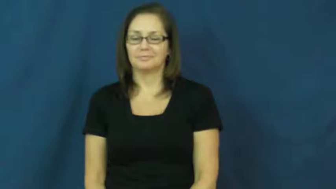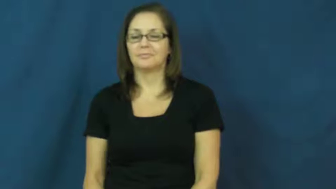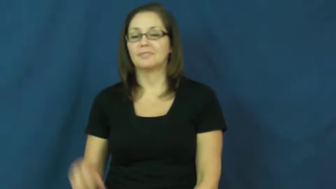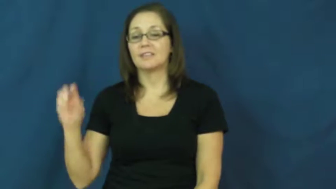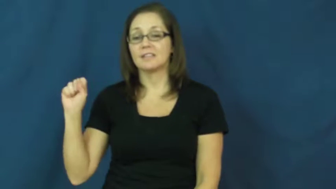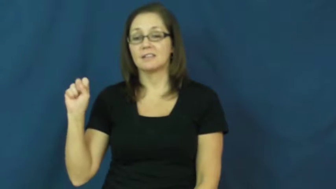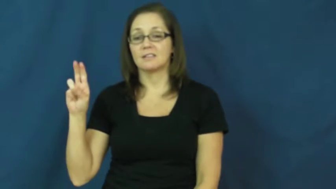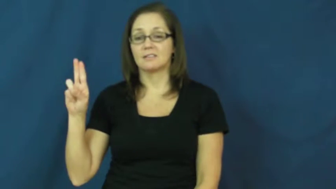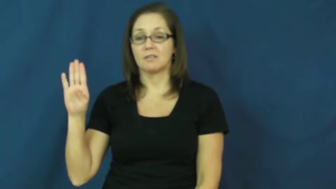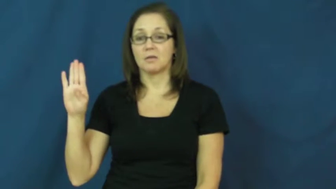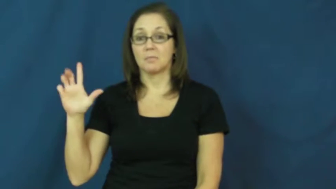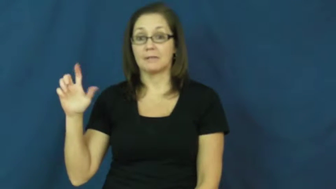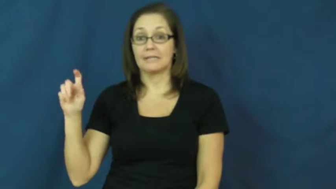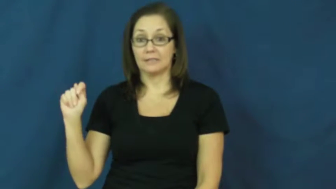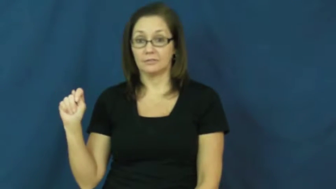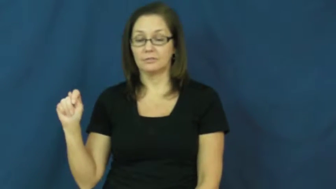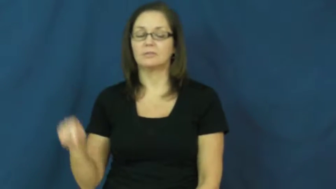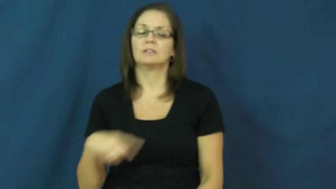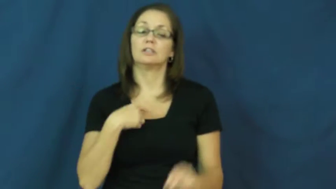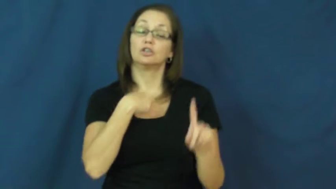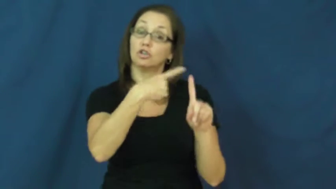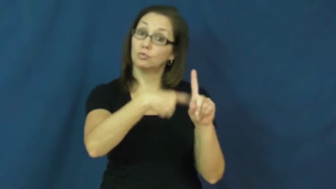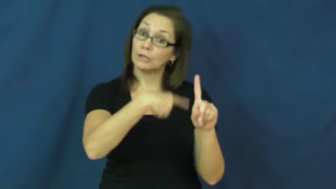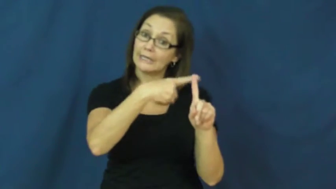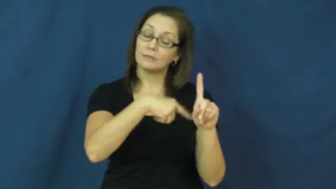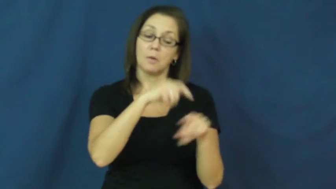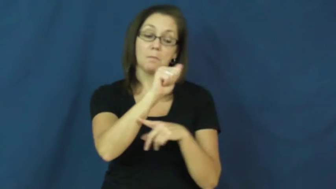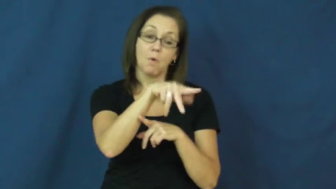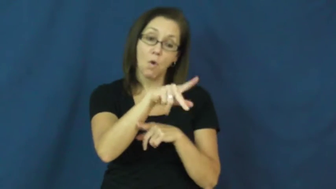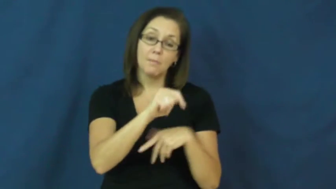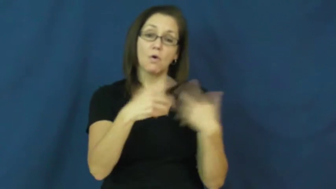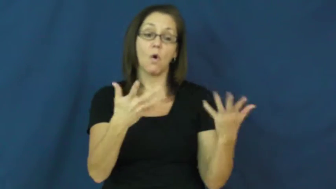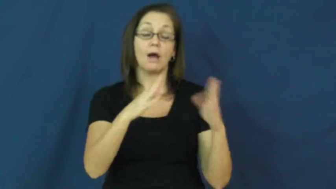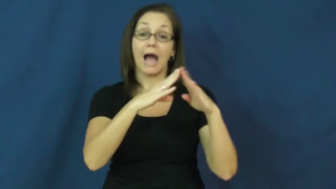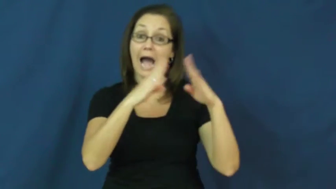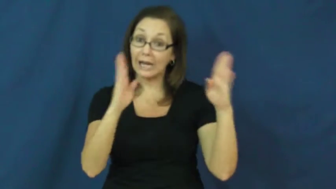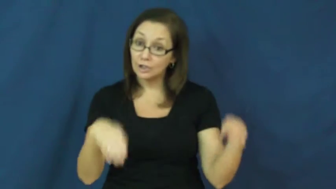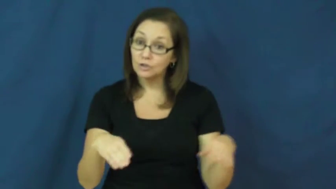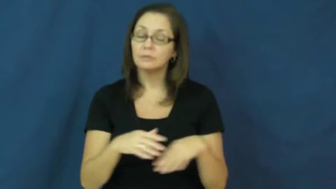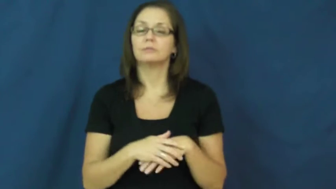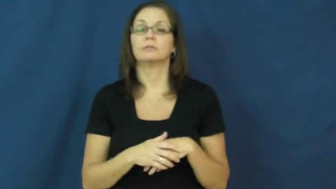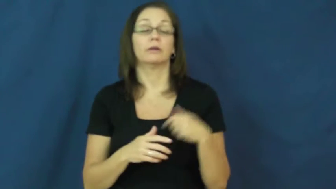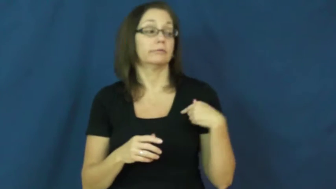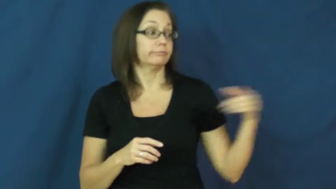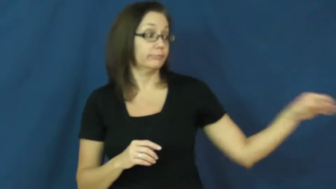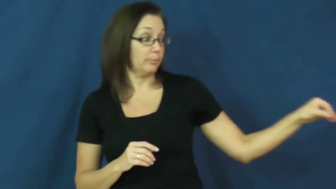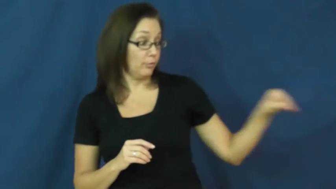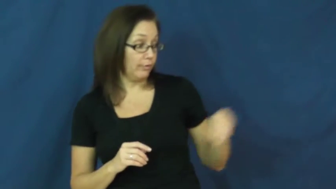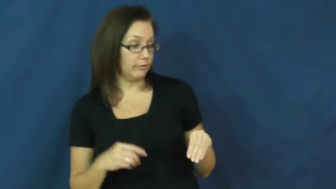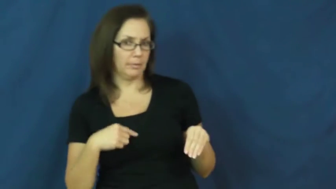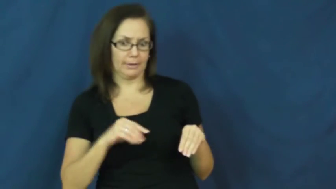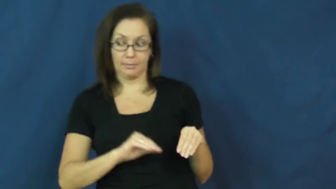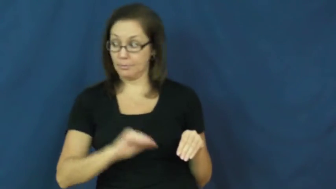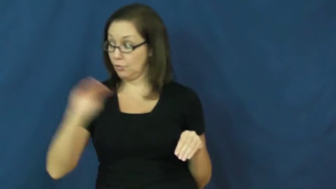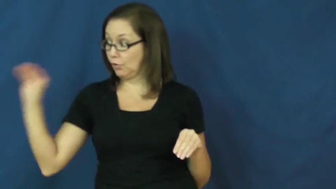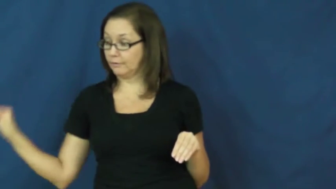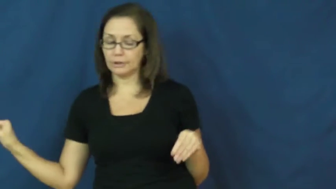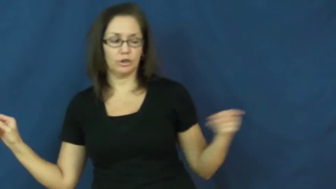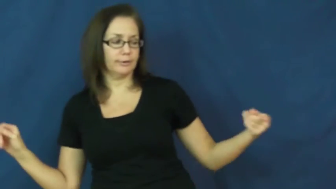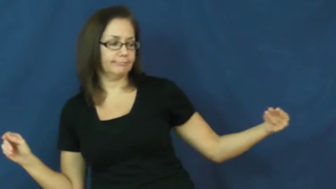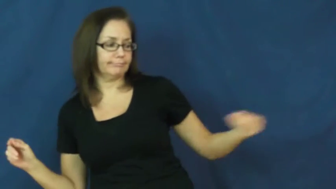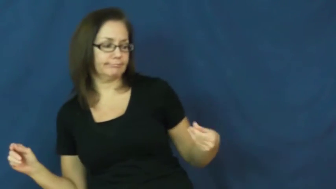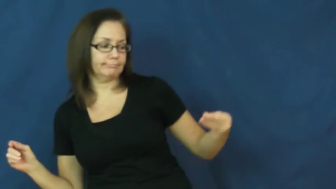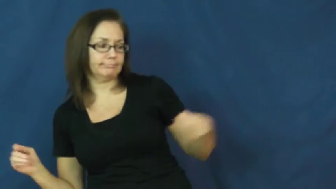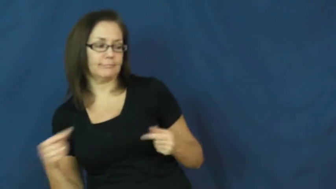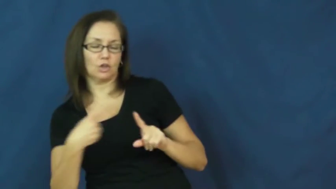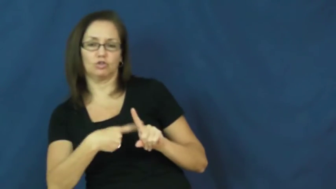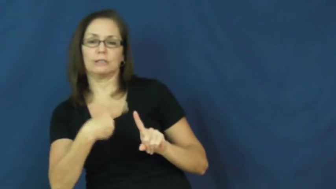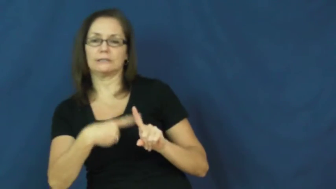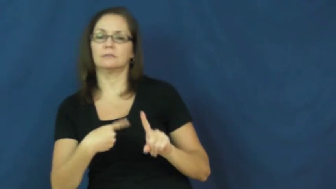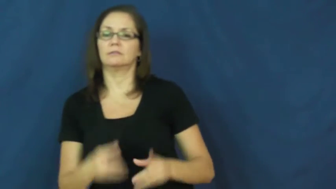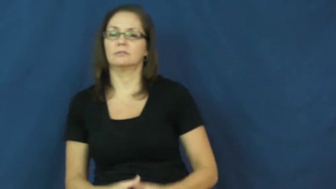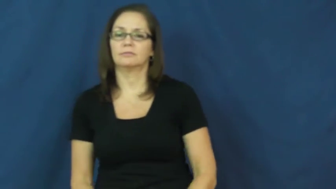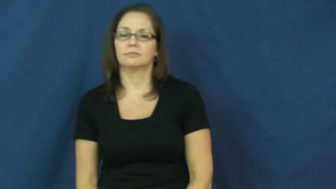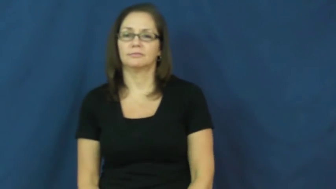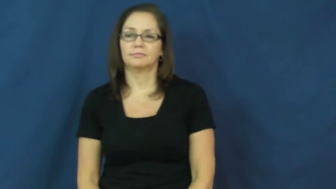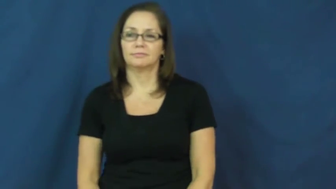sublet